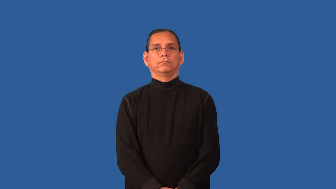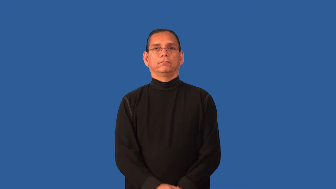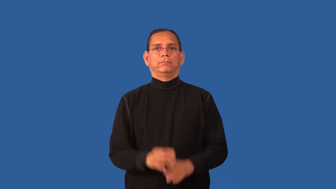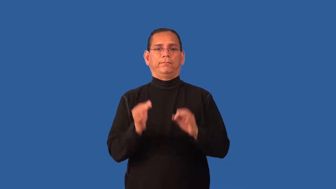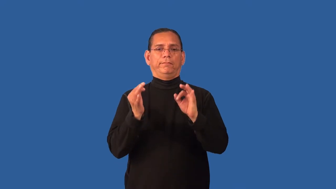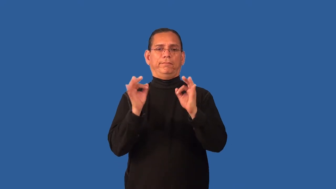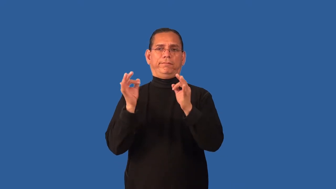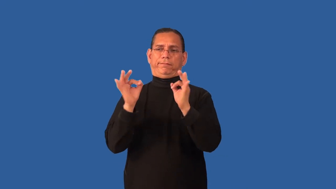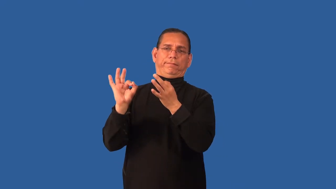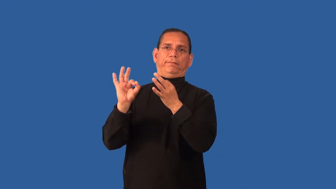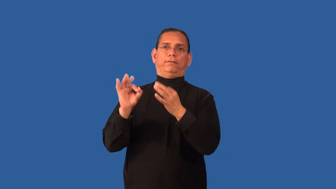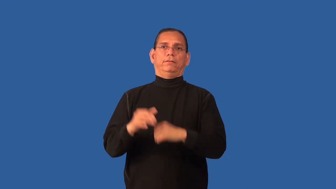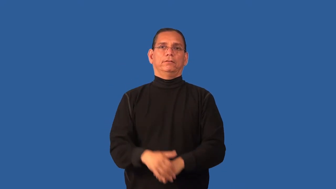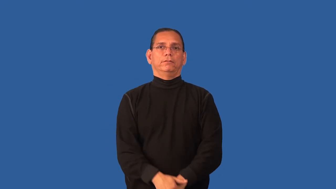distracted